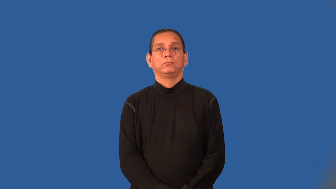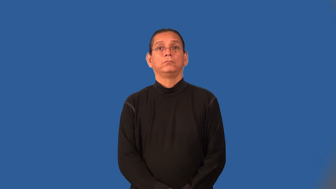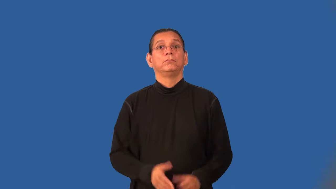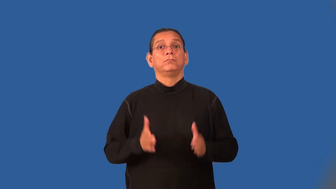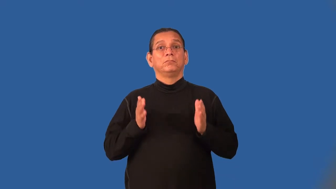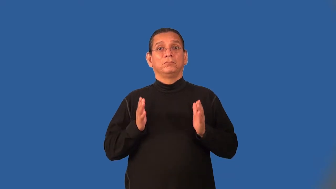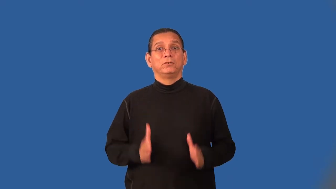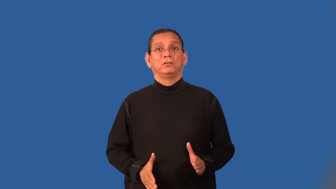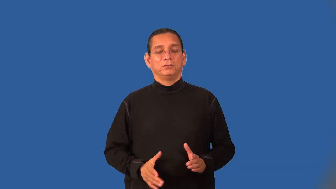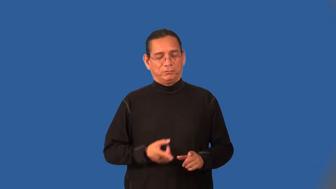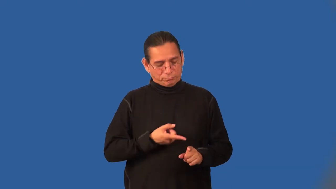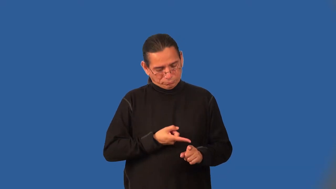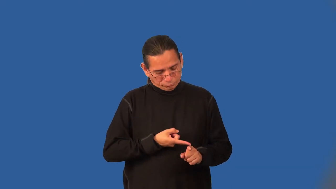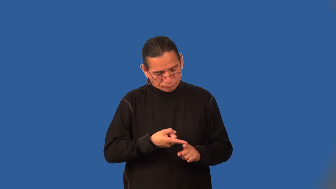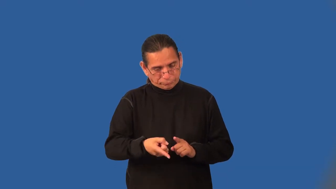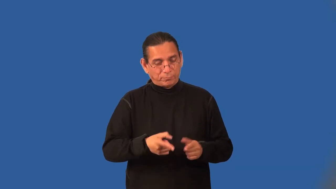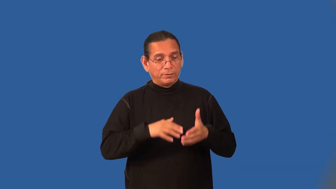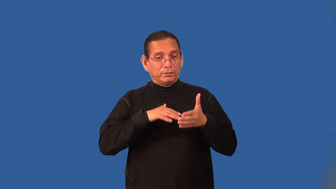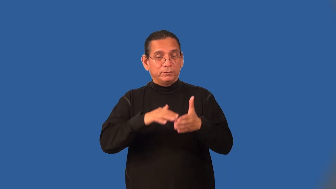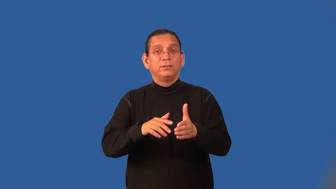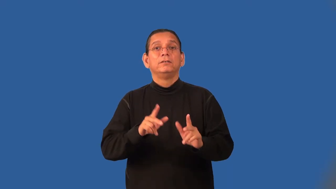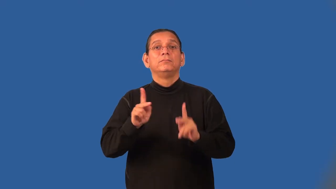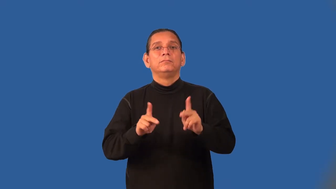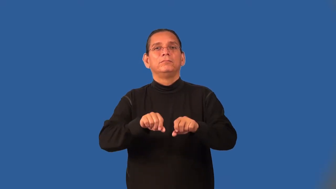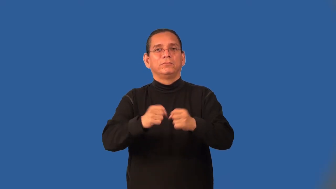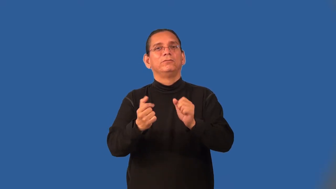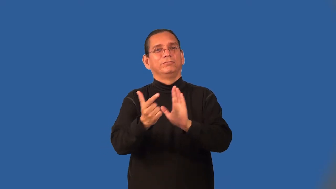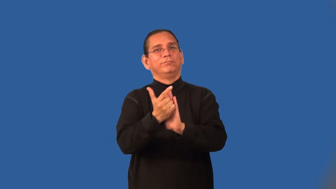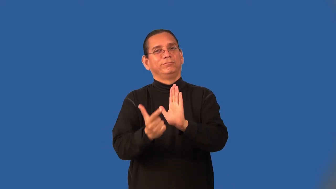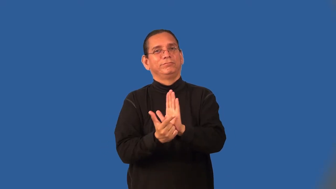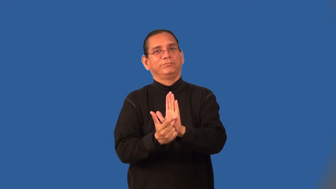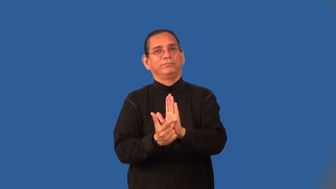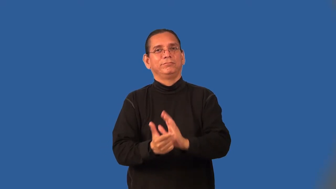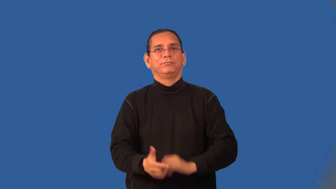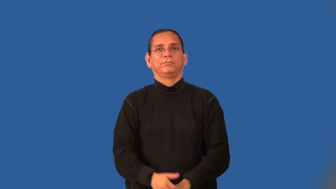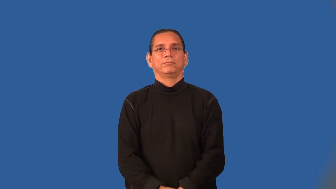criminologist